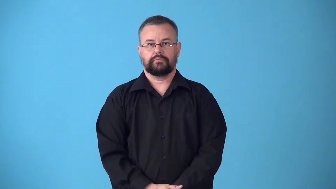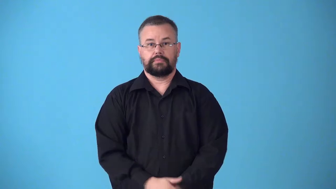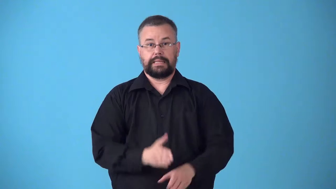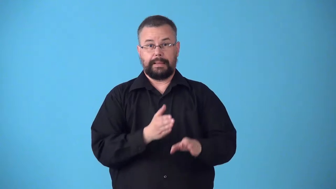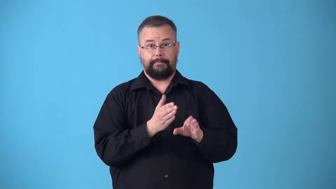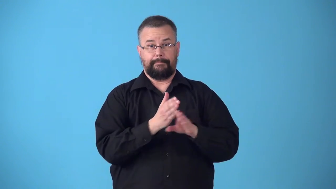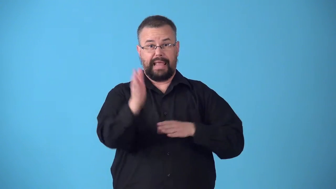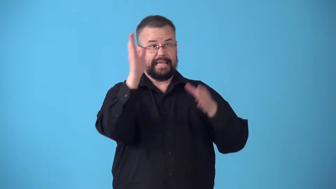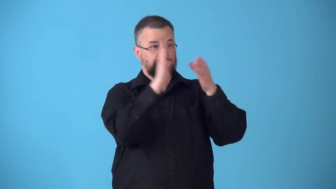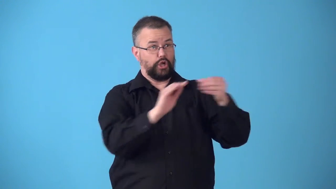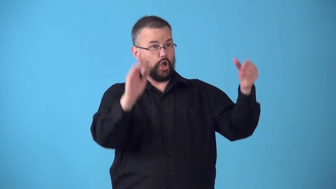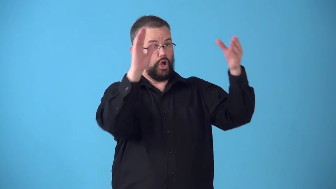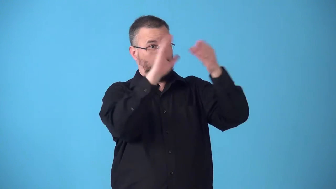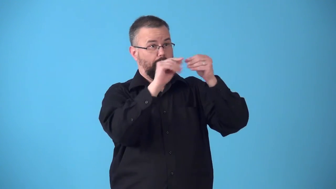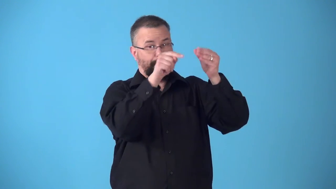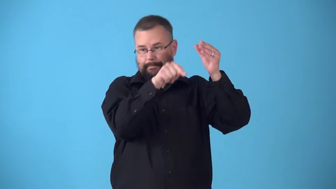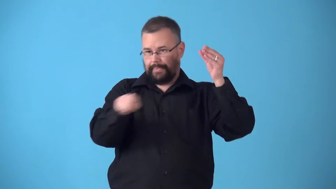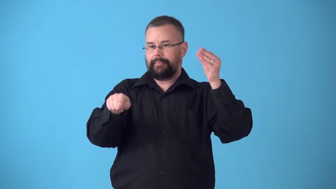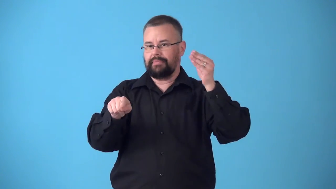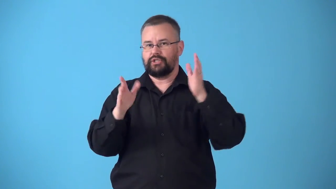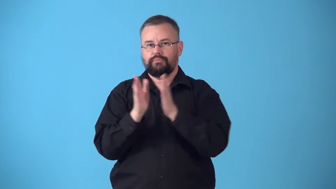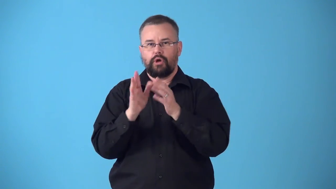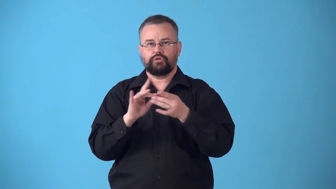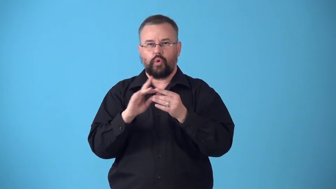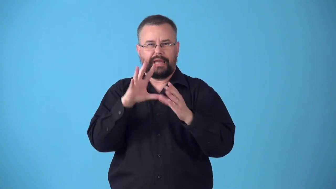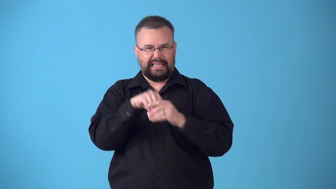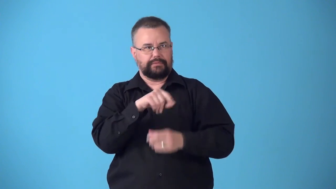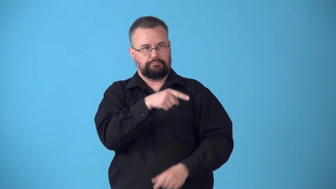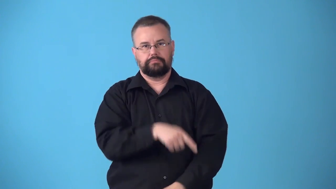subplot